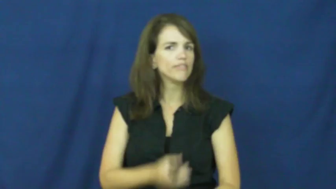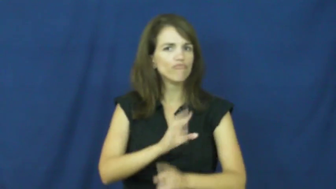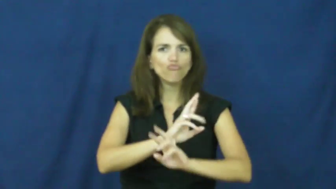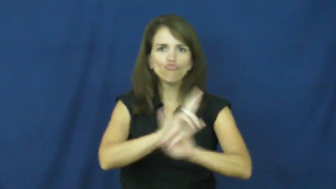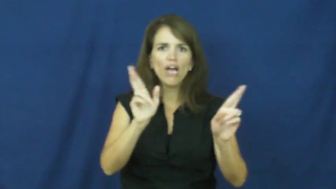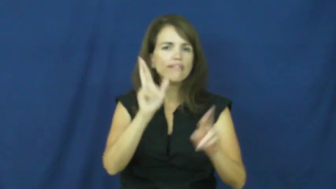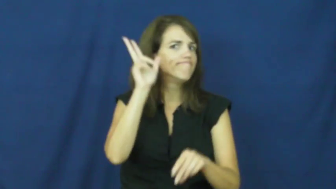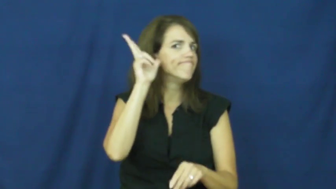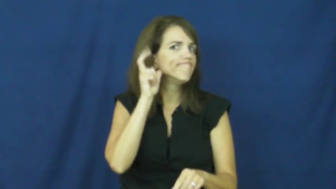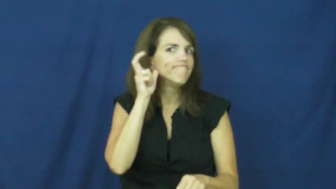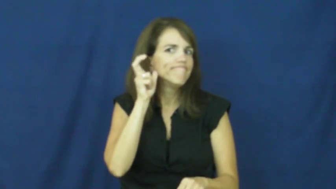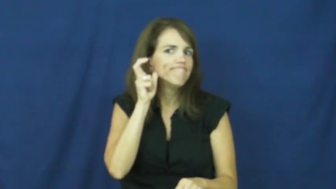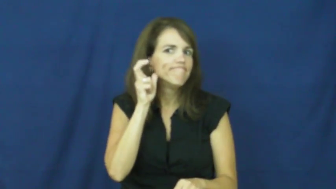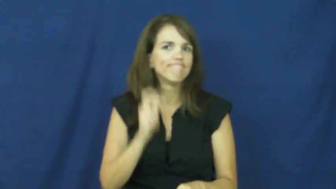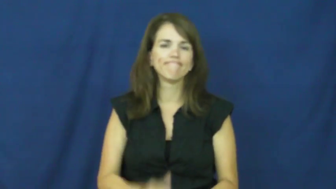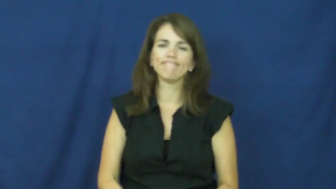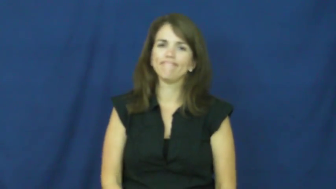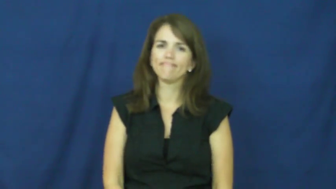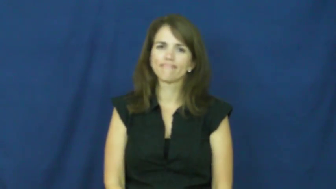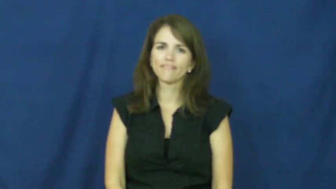all ears